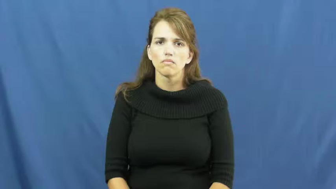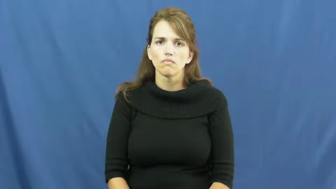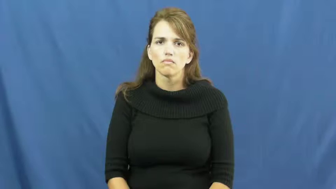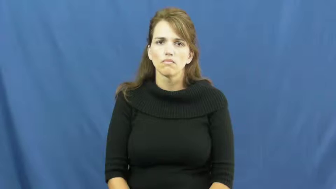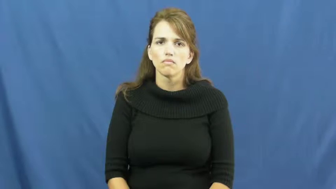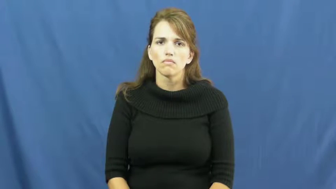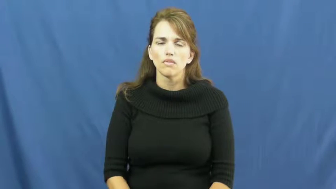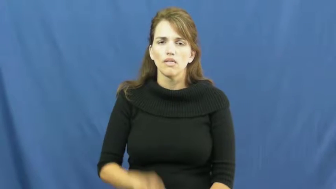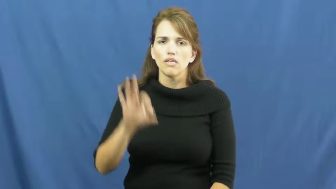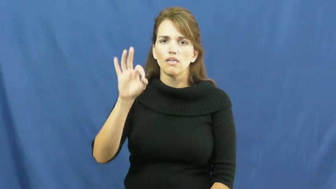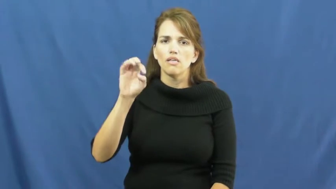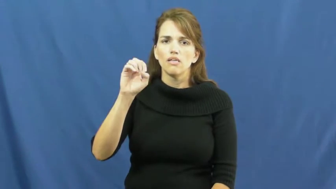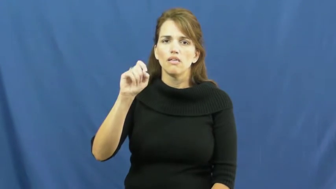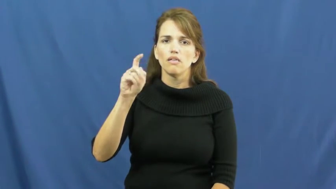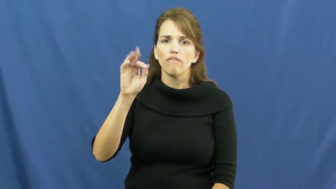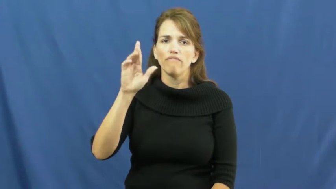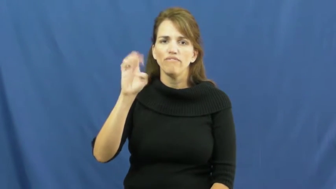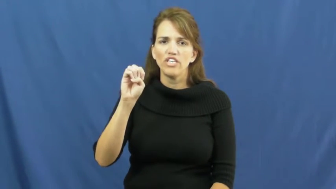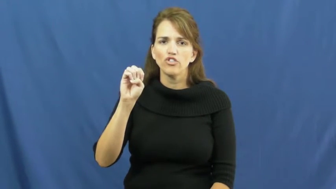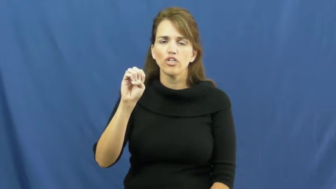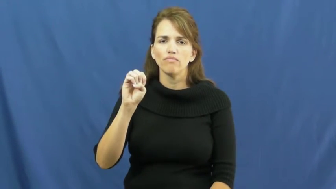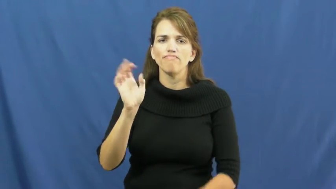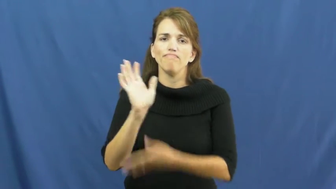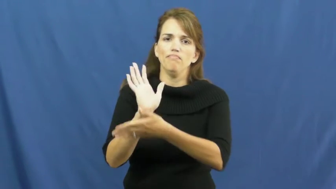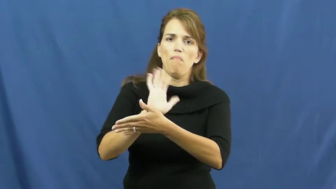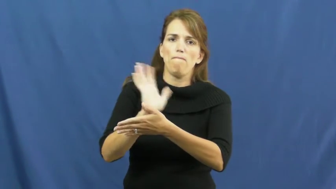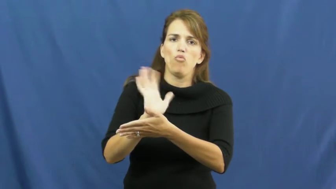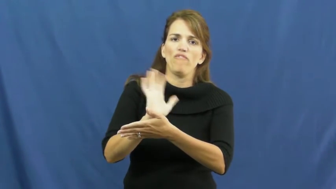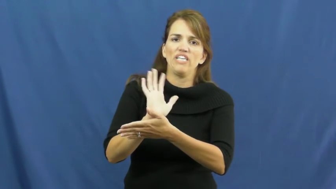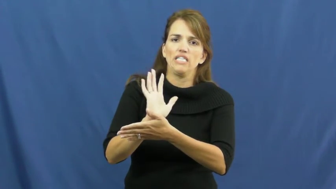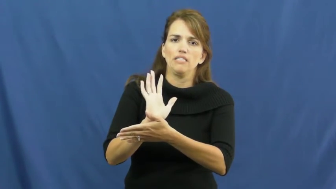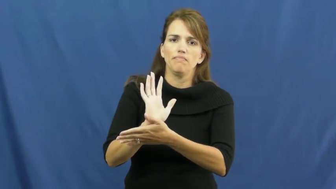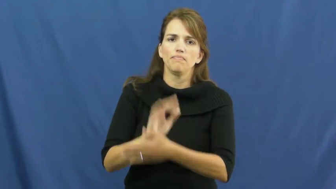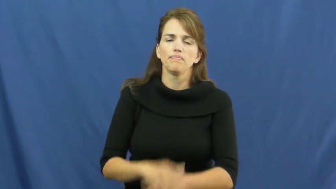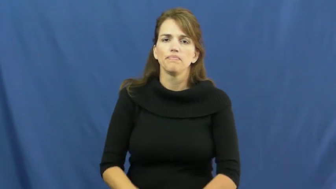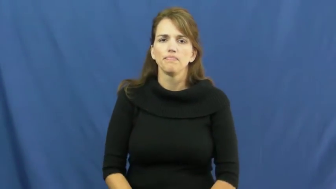feature-movie